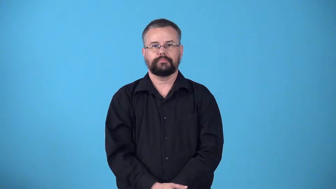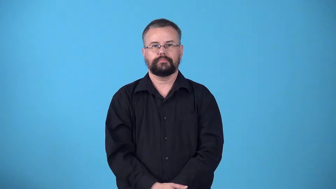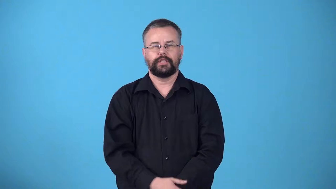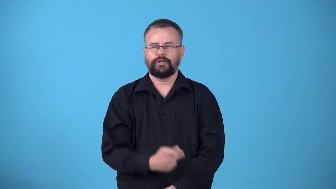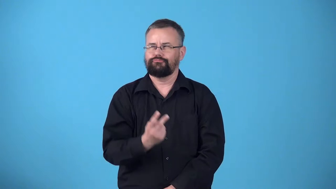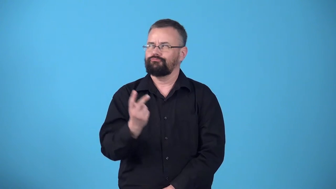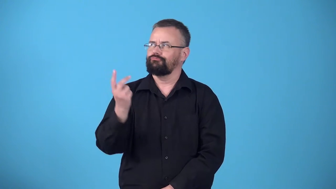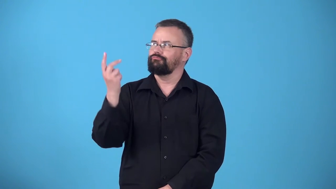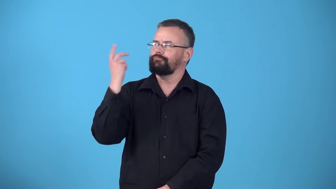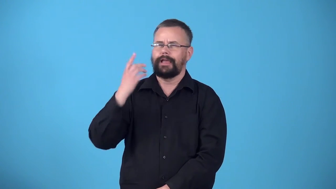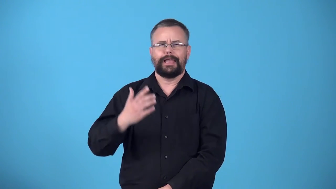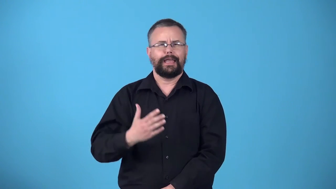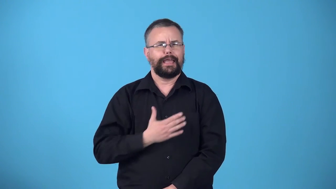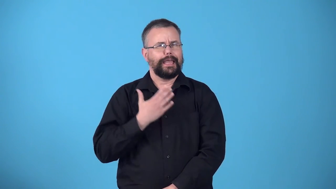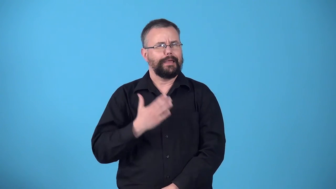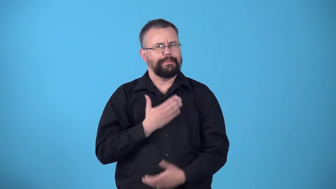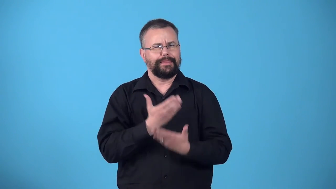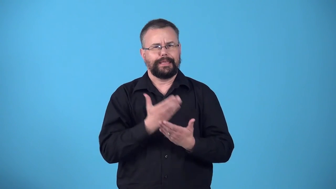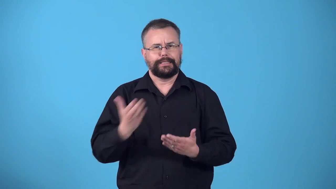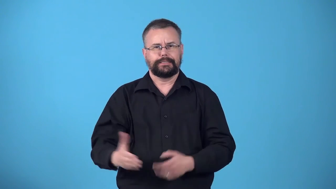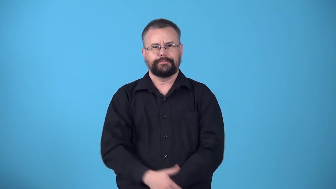wistful-thinking back on happy things